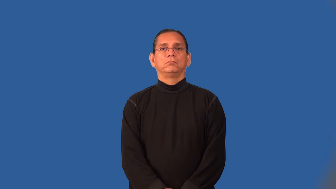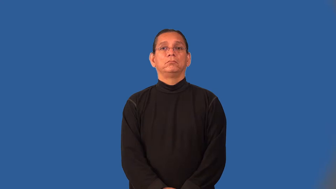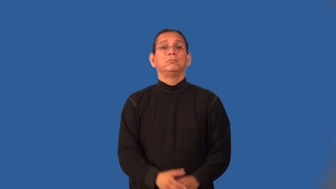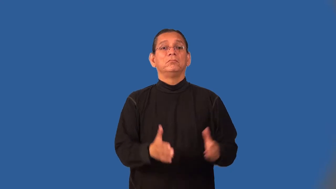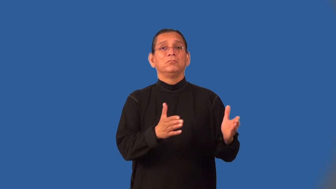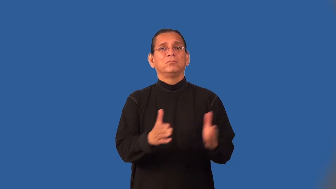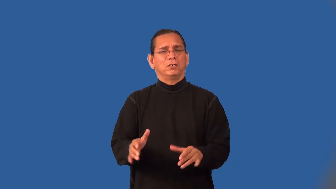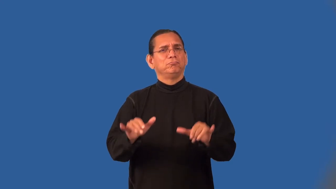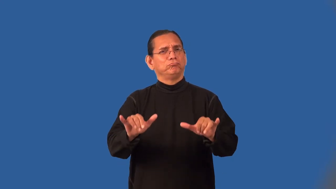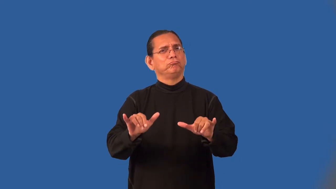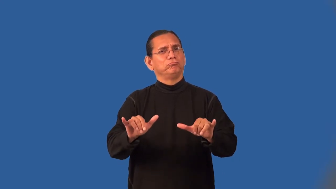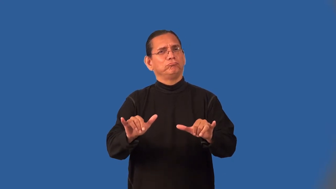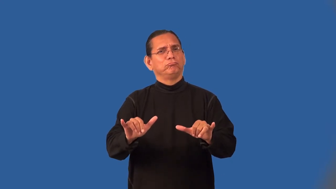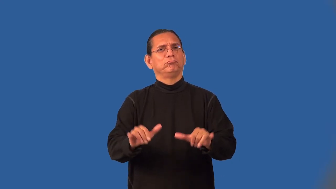on-event will happen